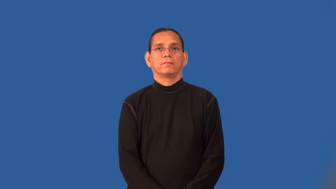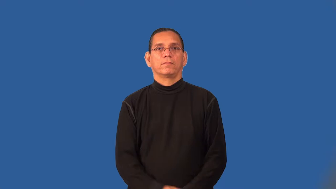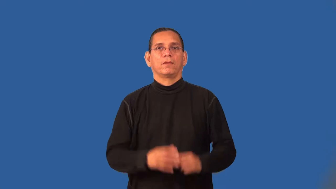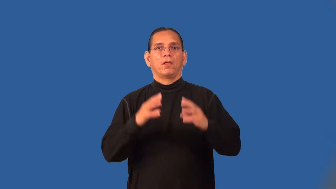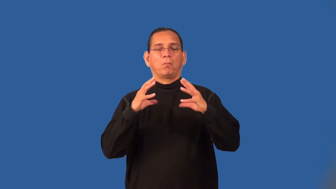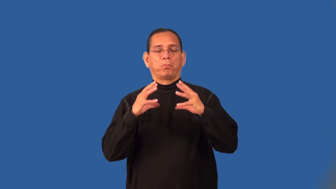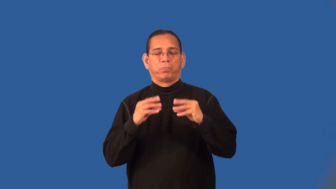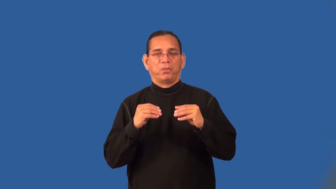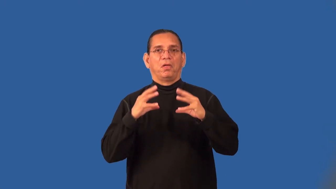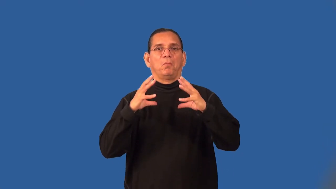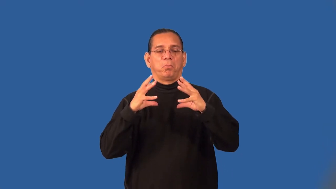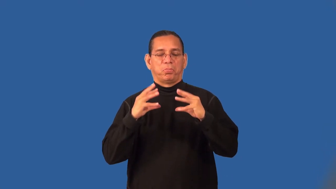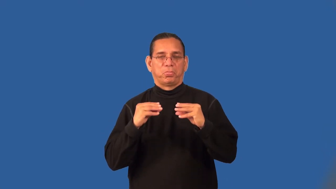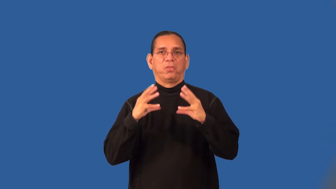squishy